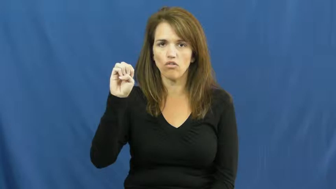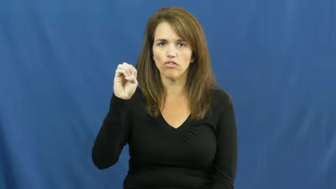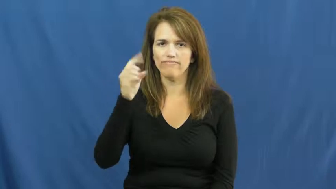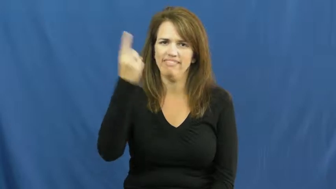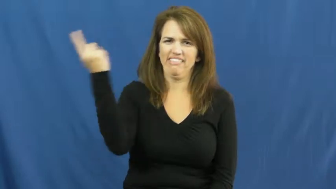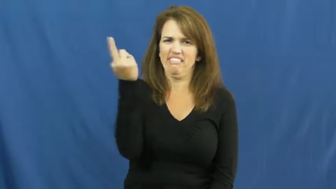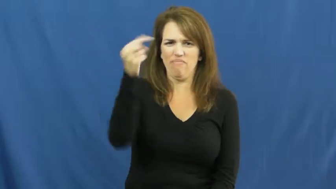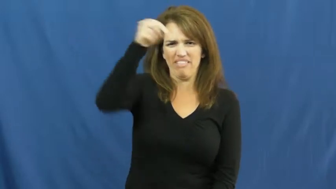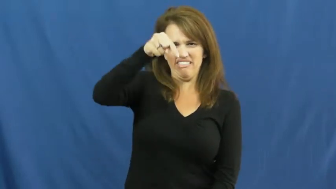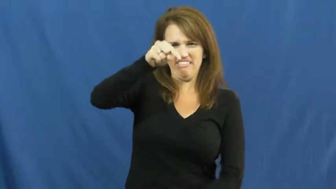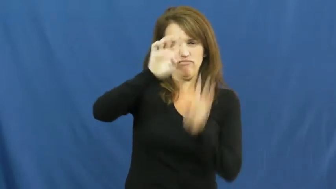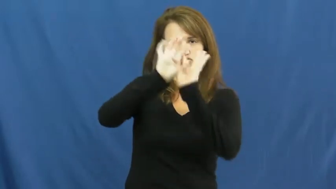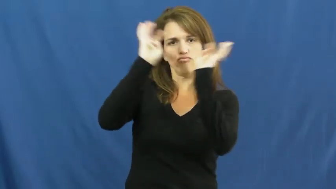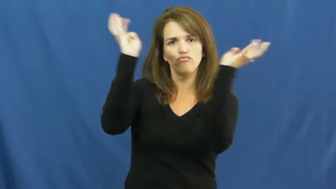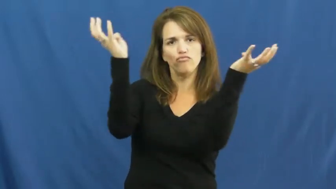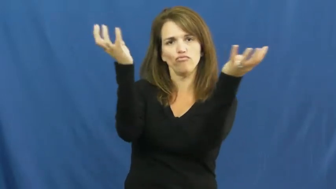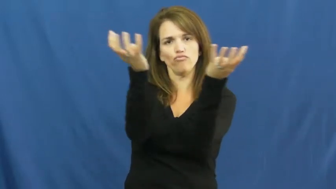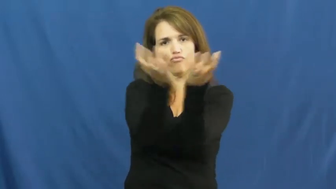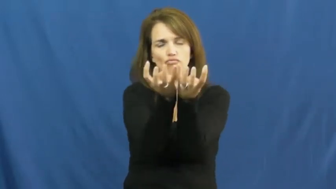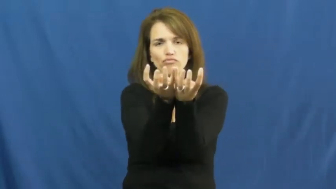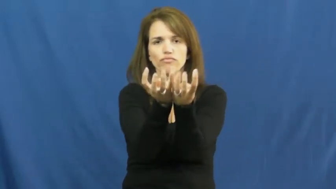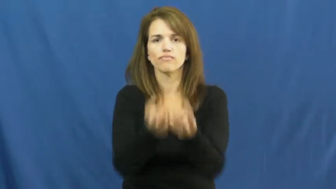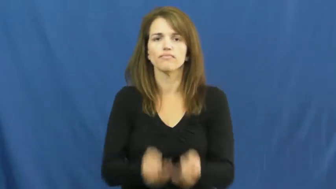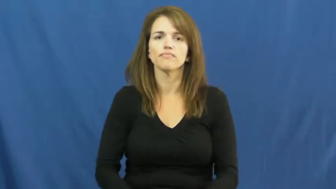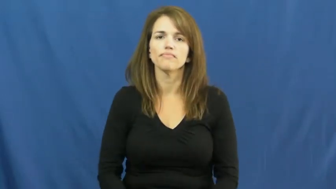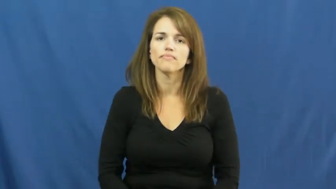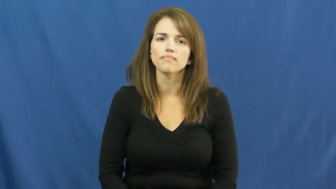encircle,hem in